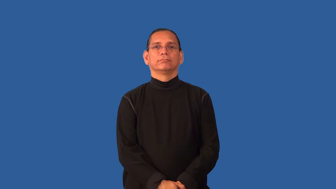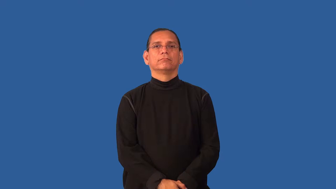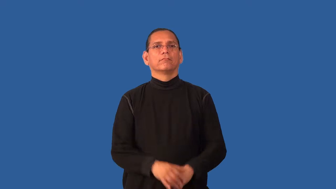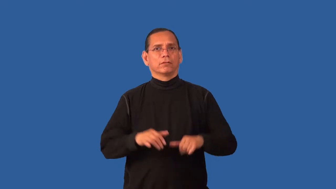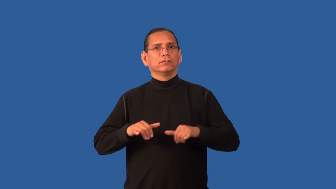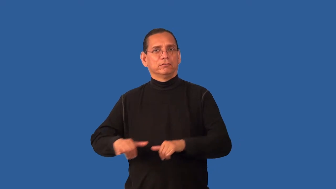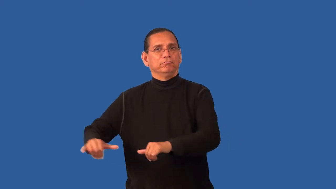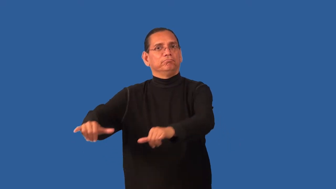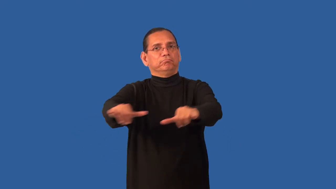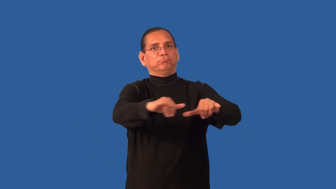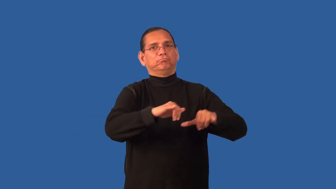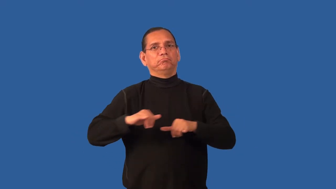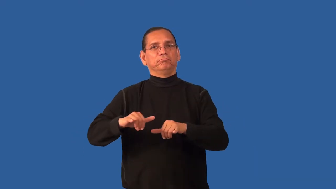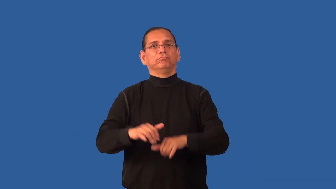universal